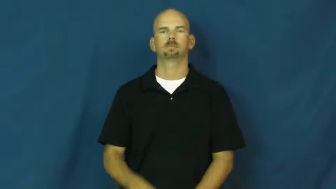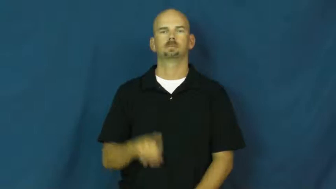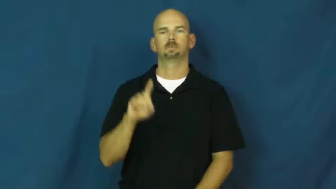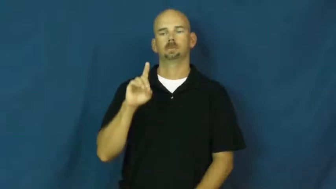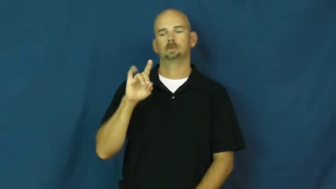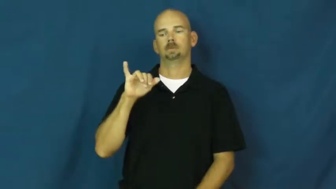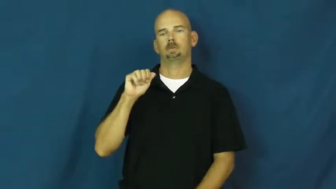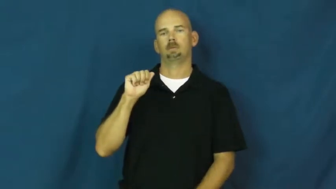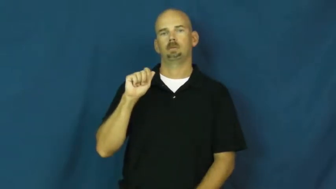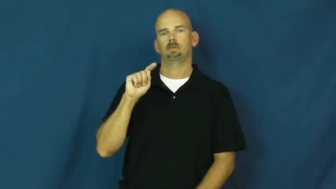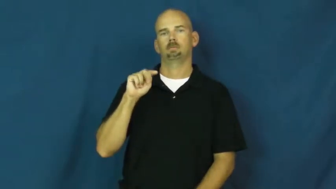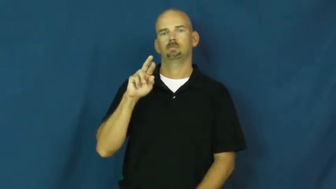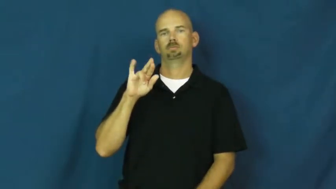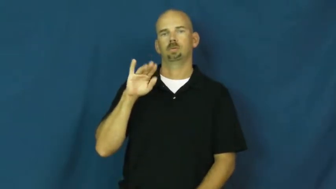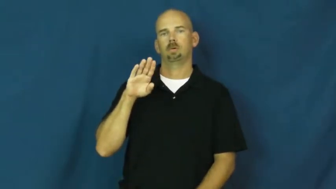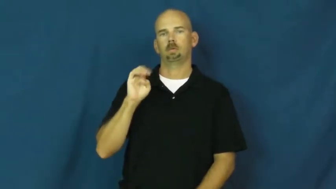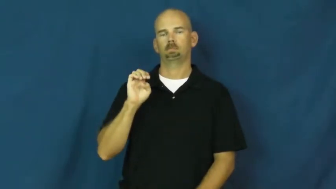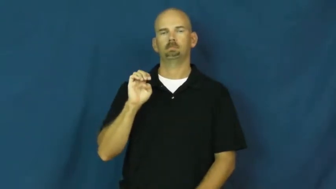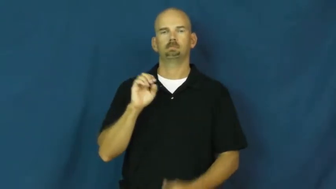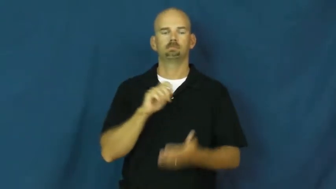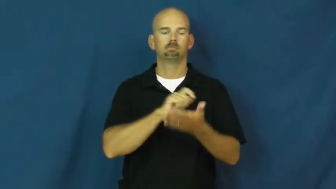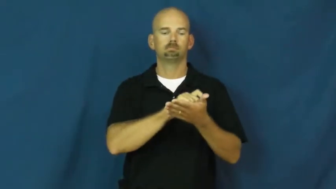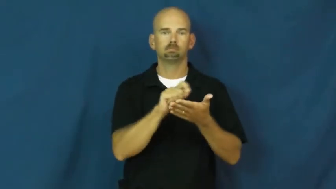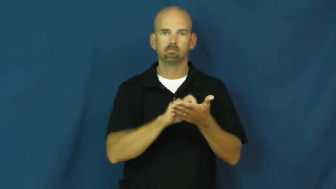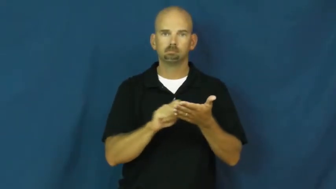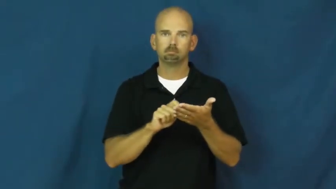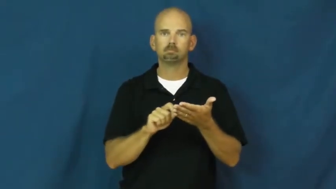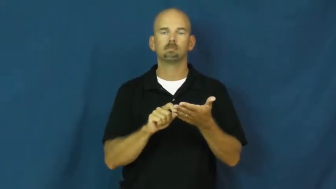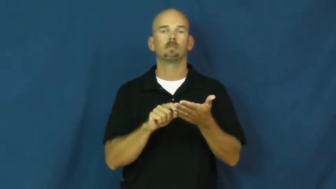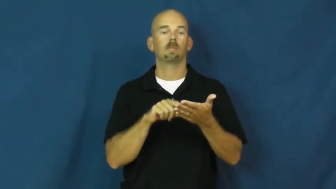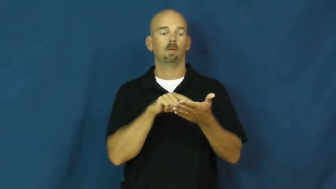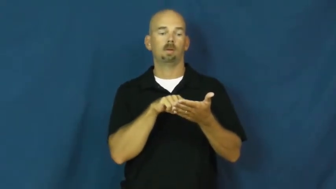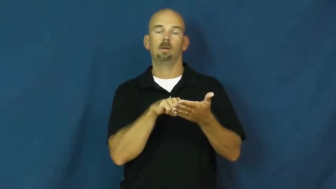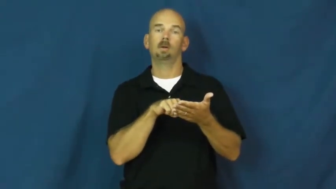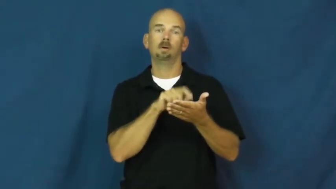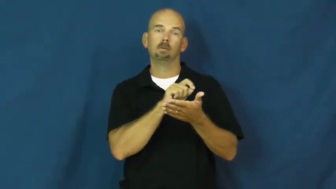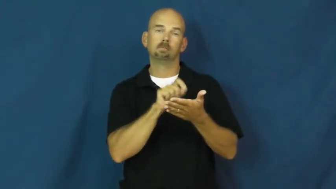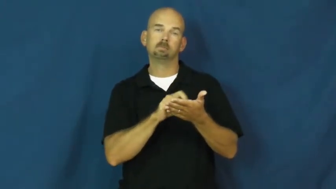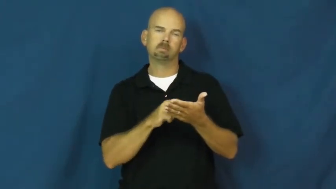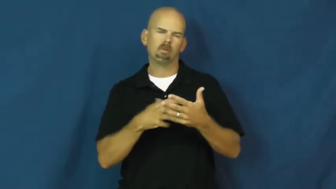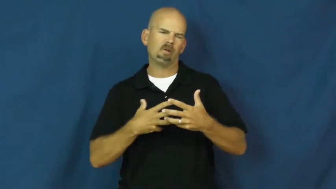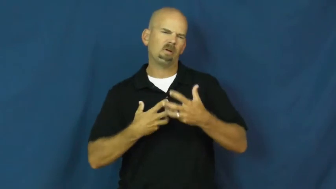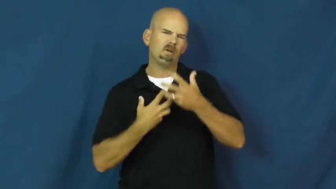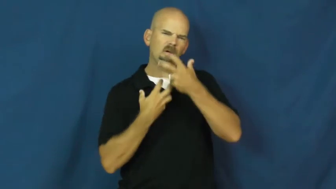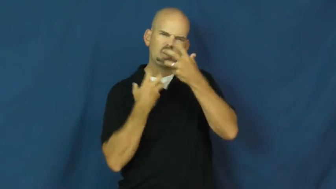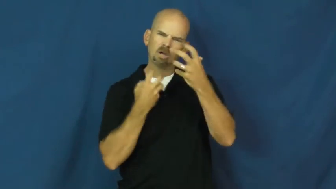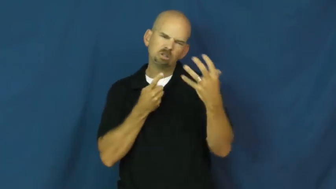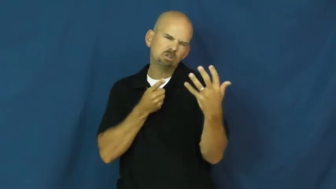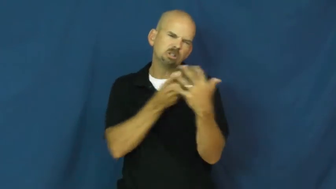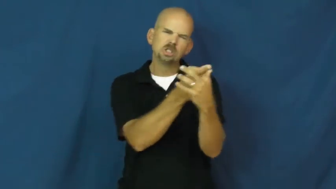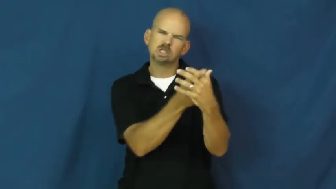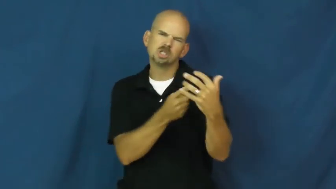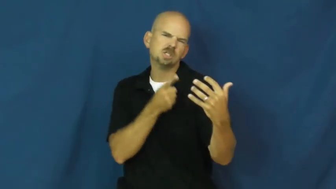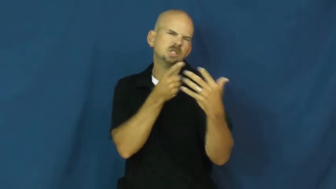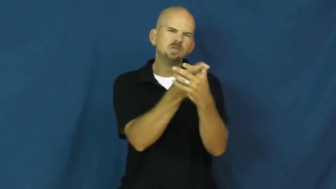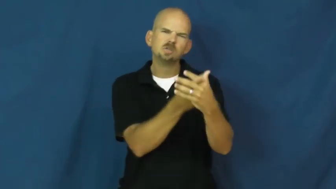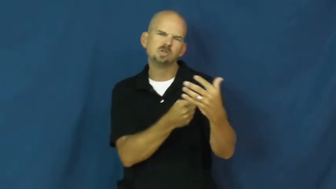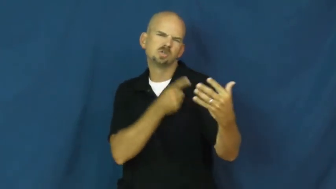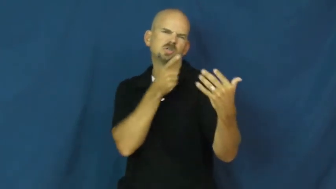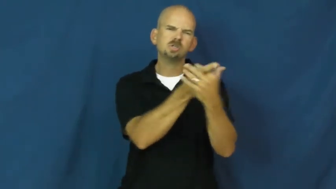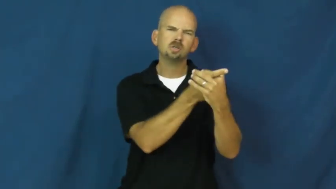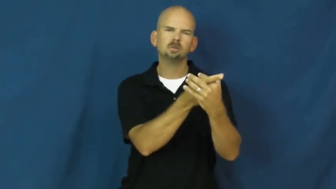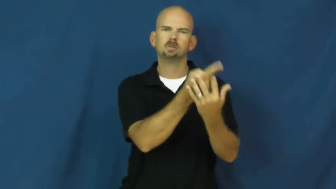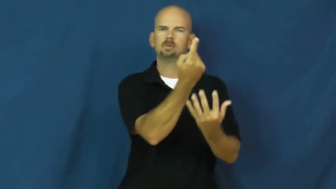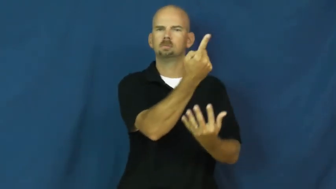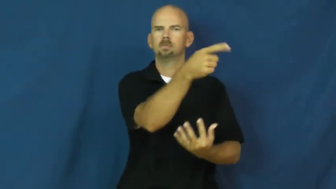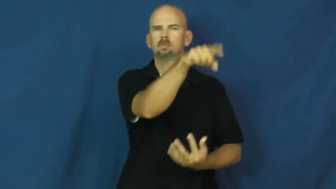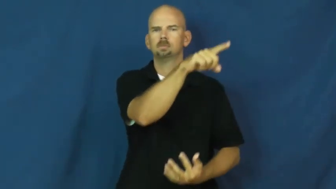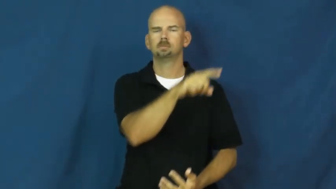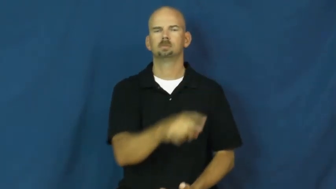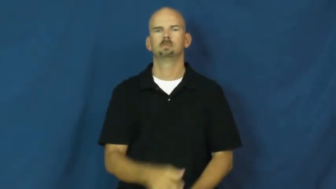diatribe